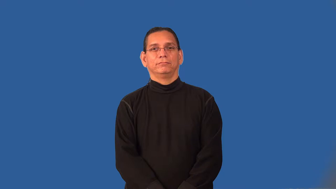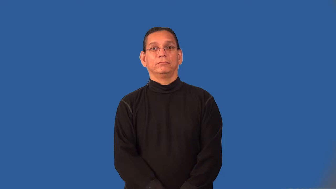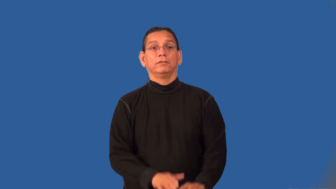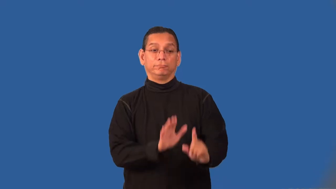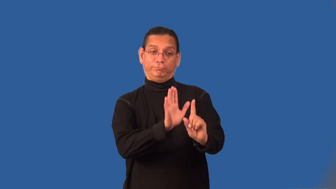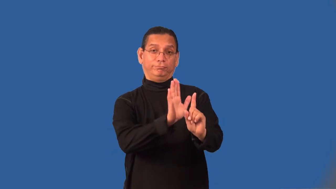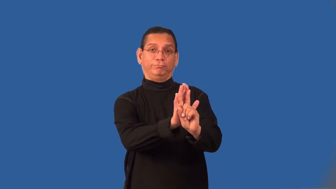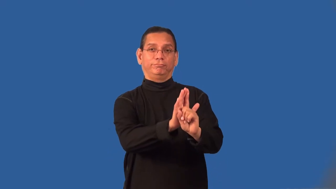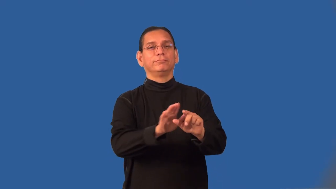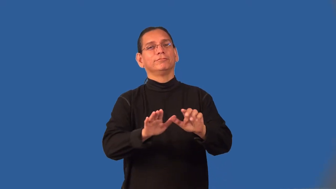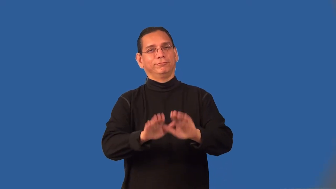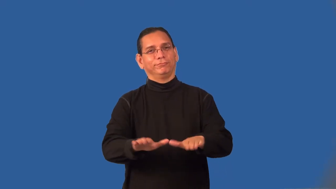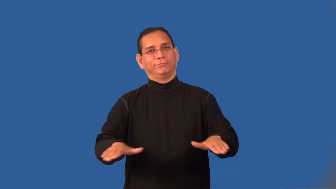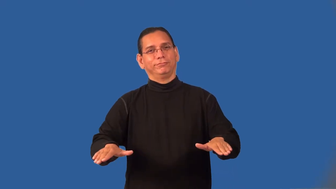progeny